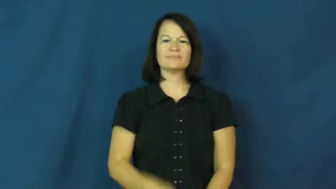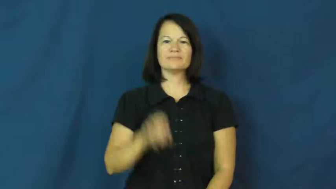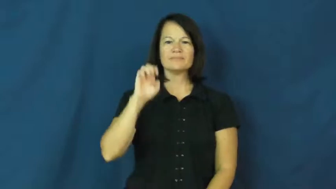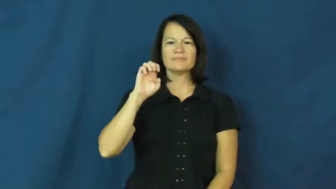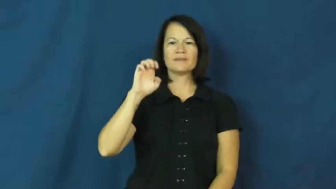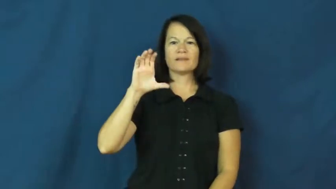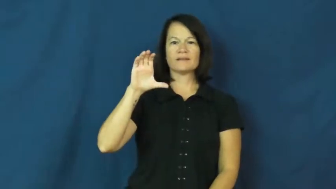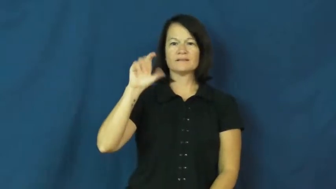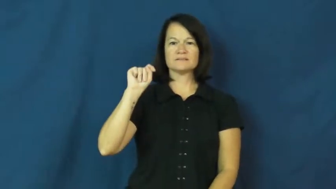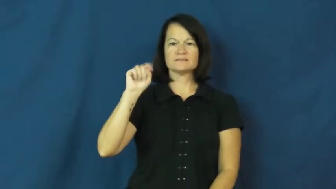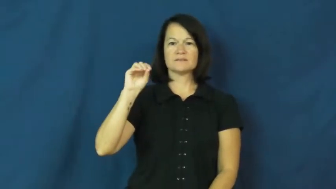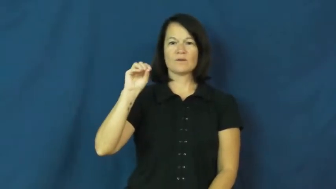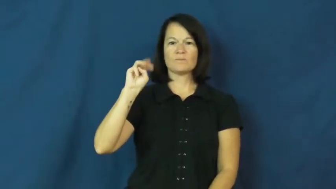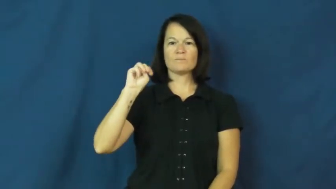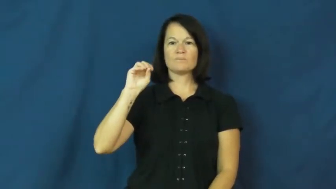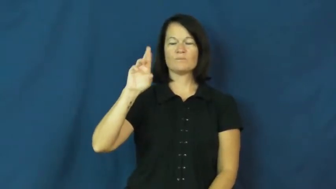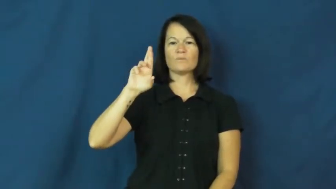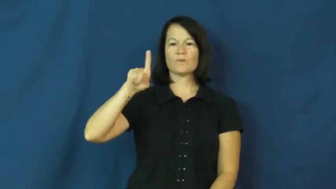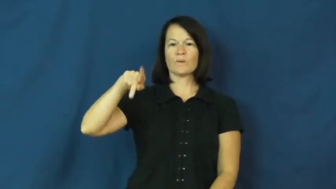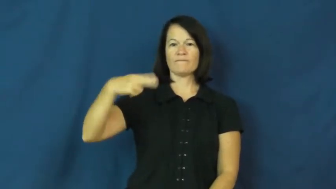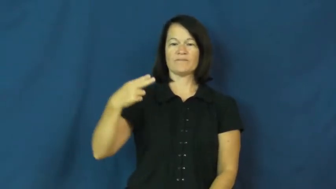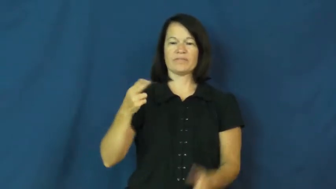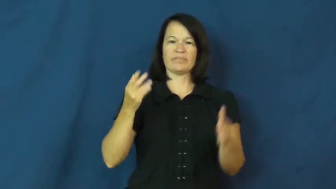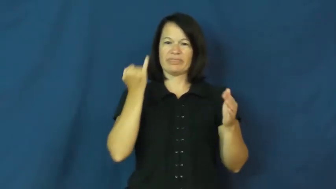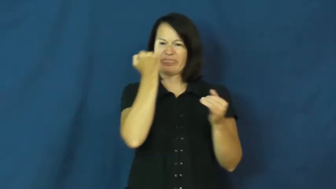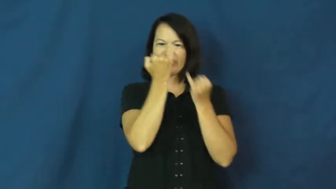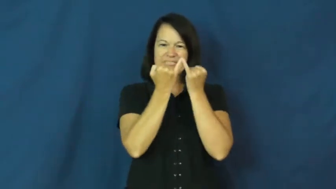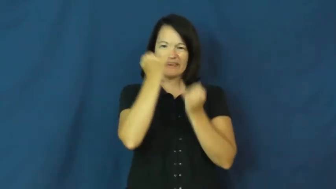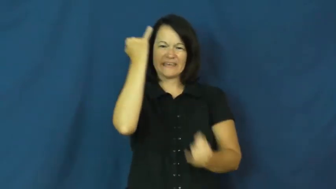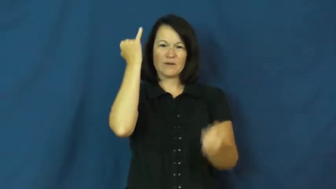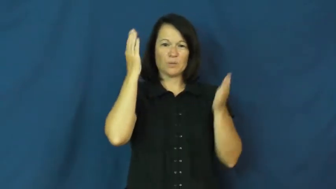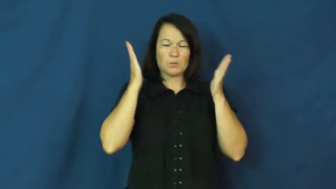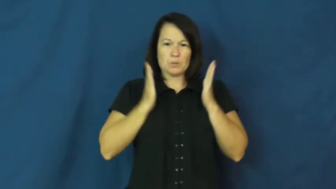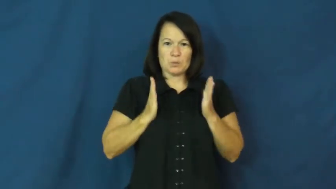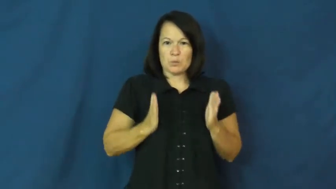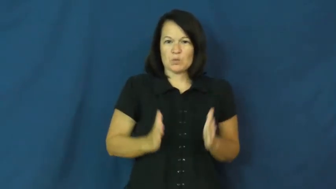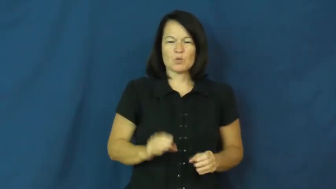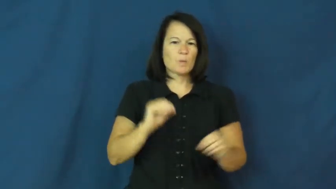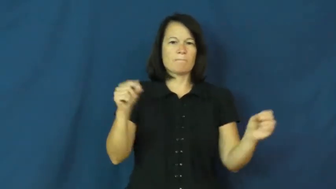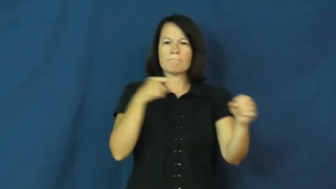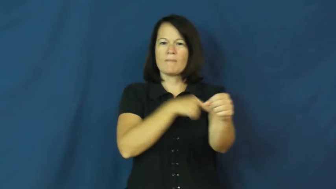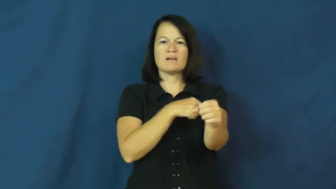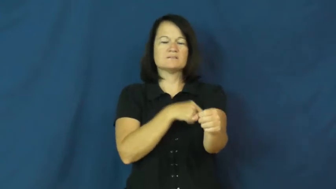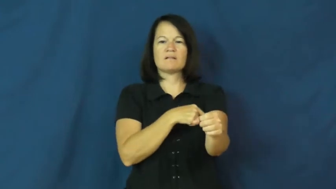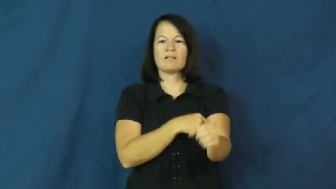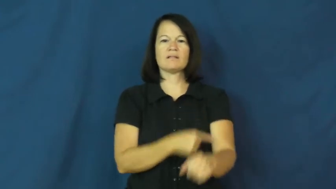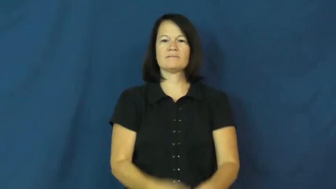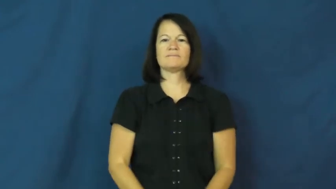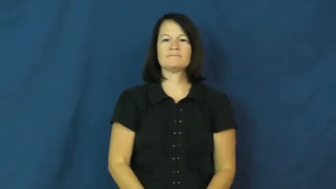ectomorph